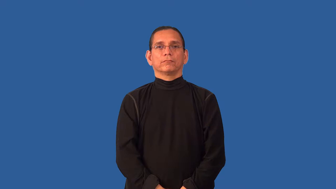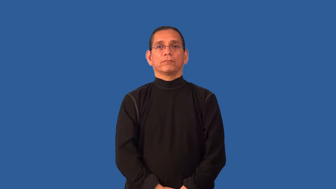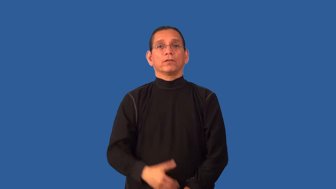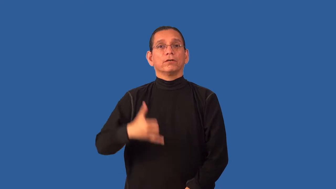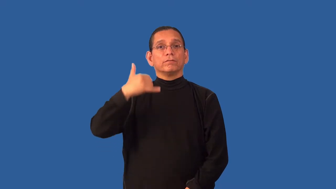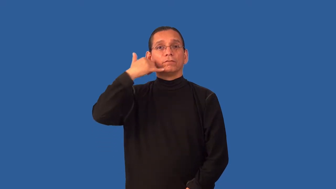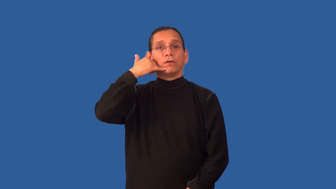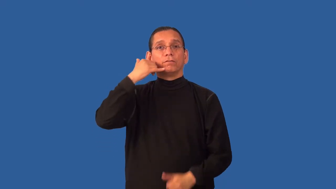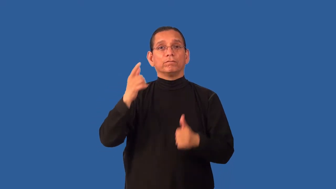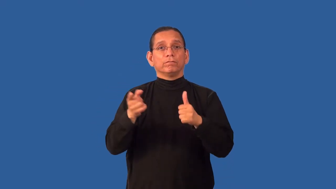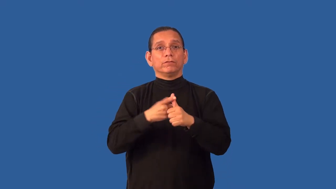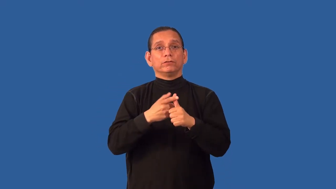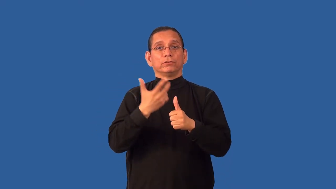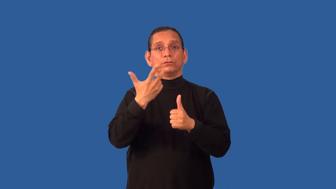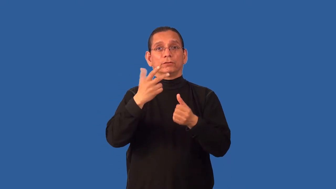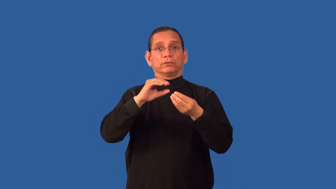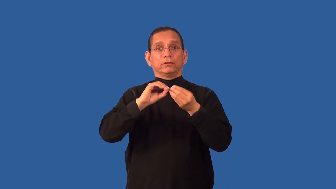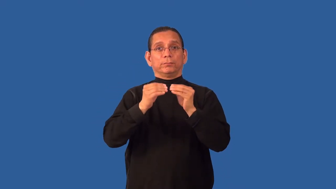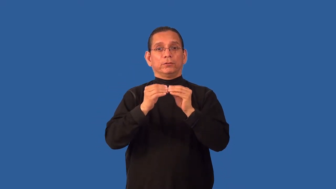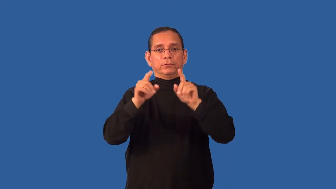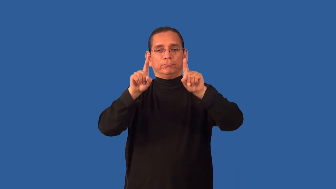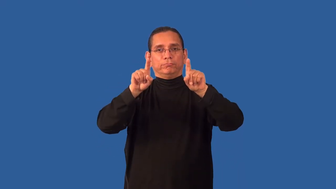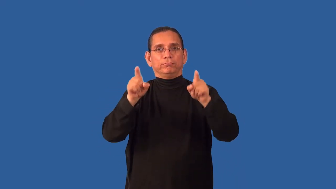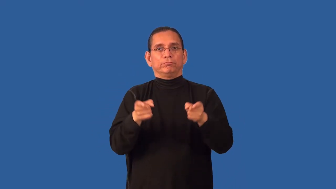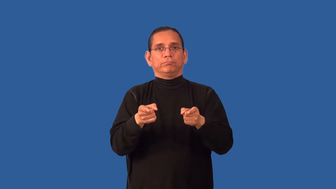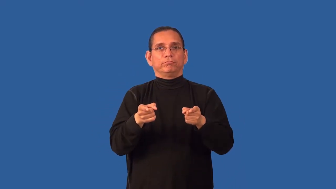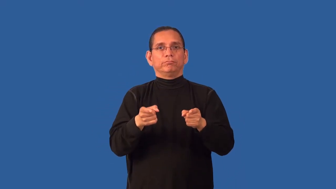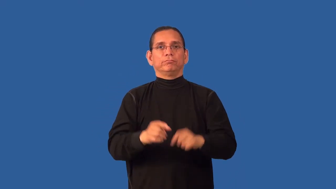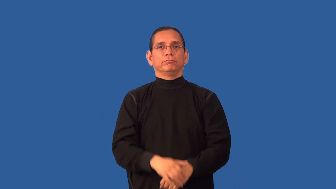area code